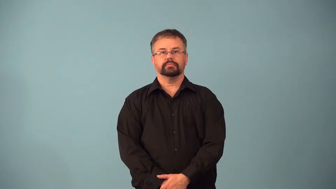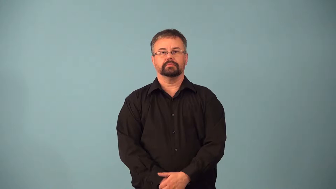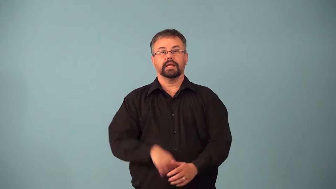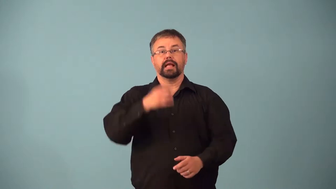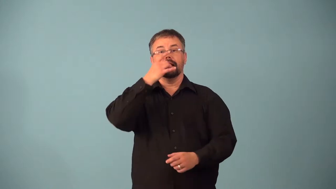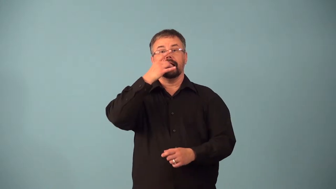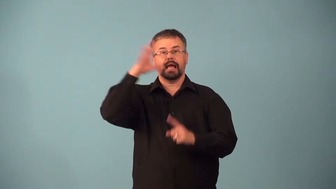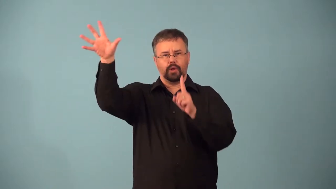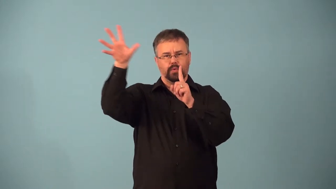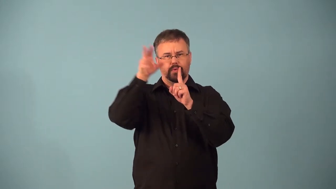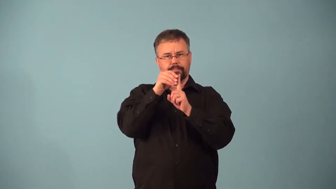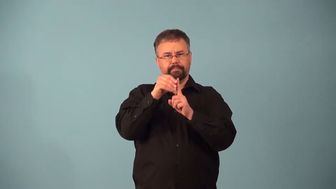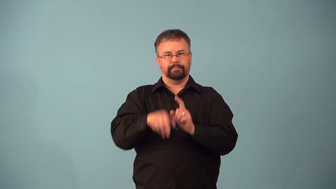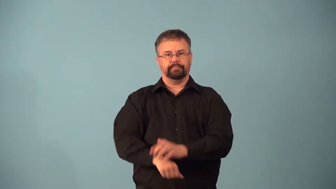absorb-light